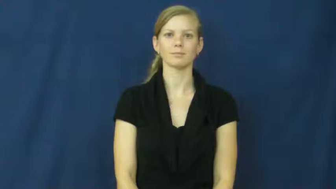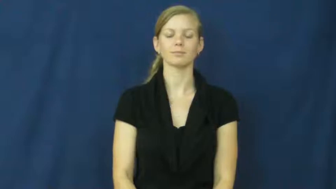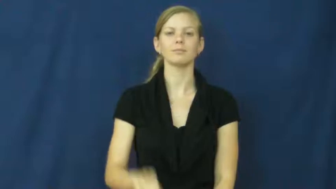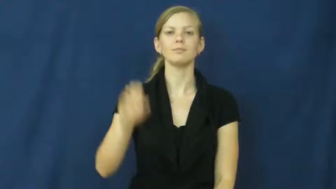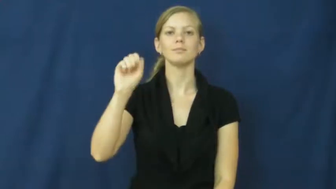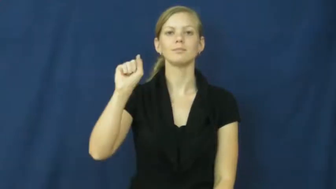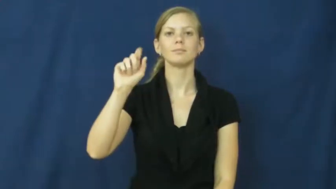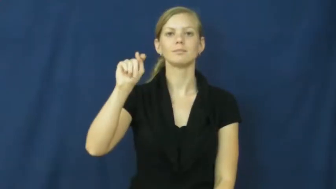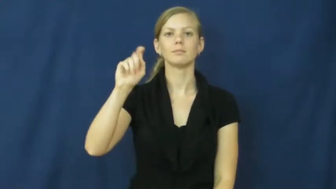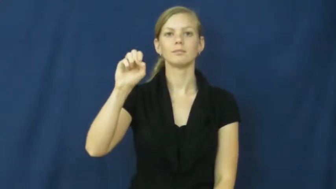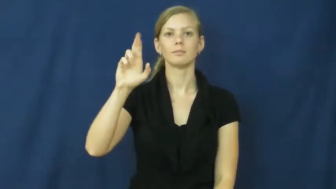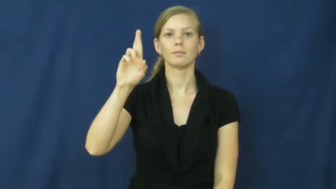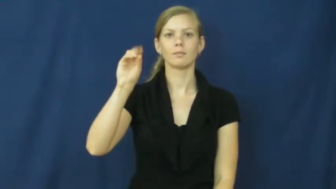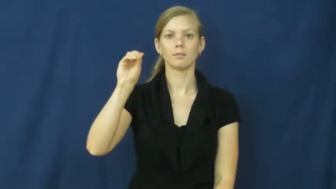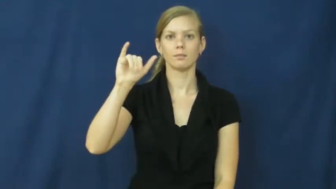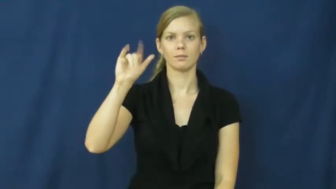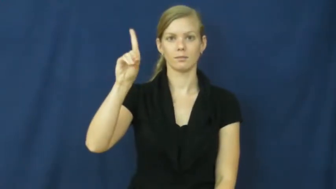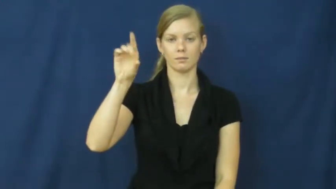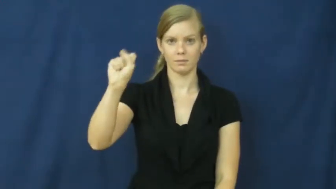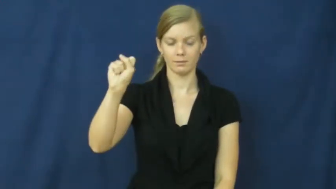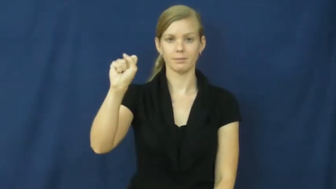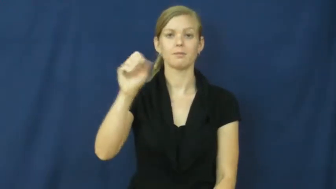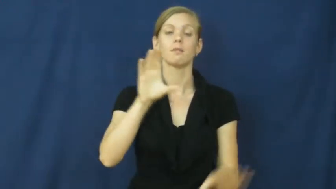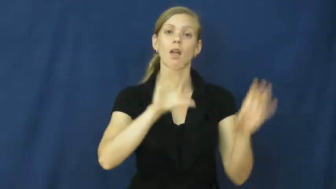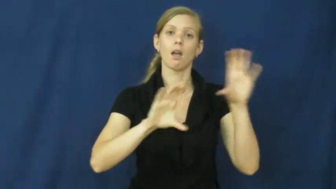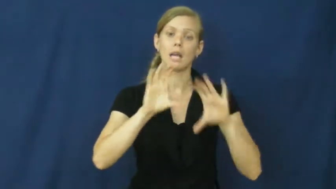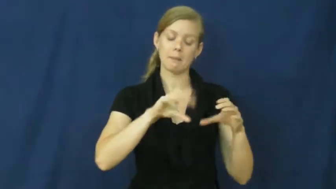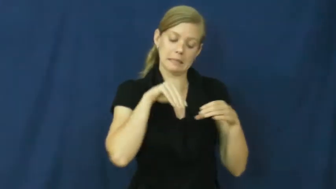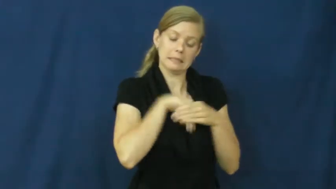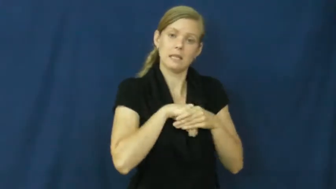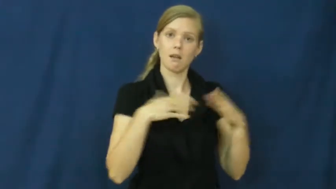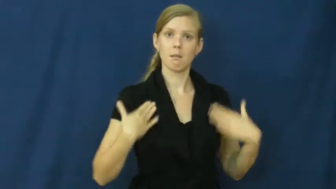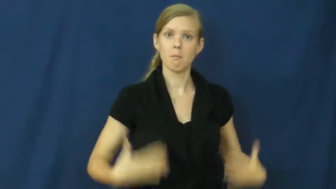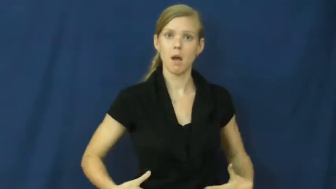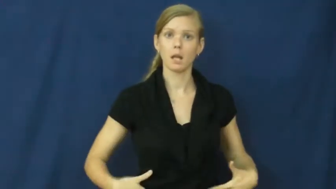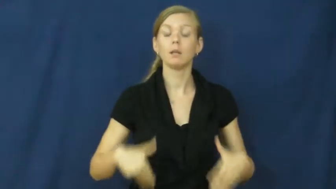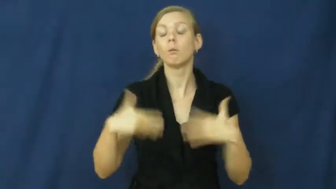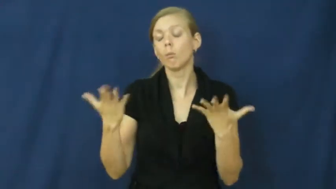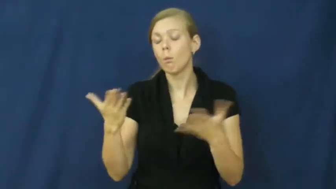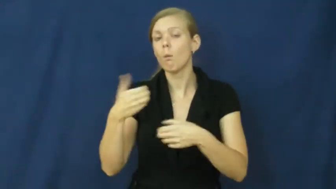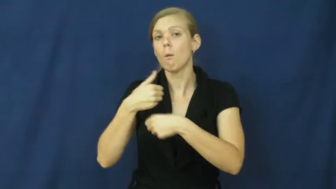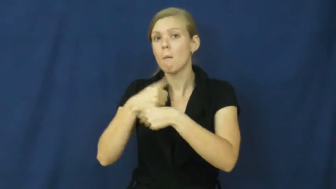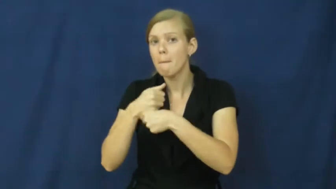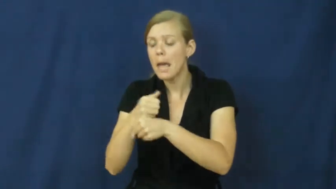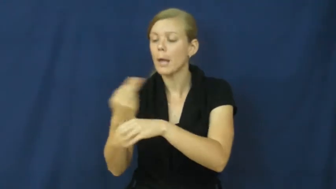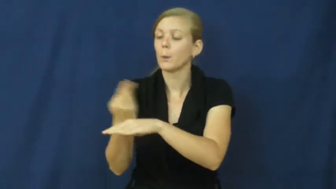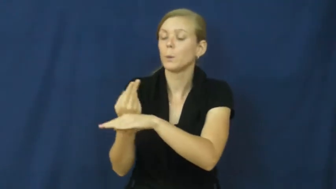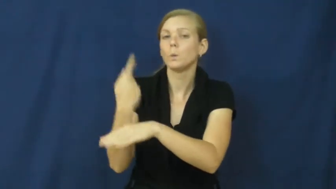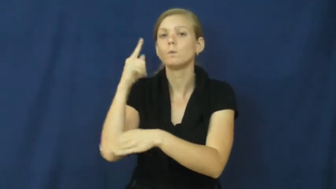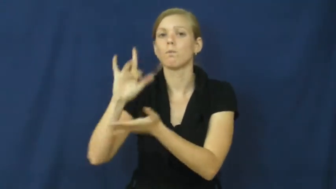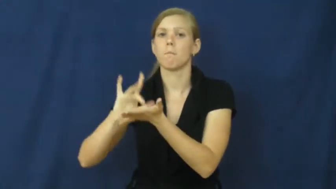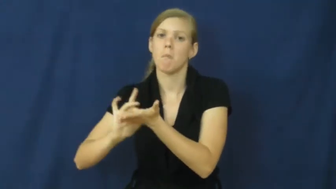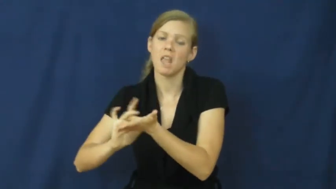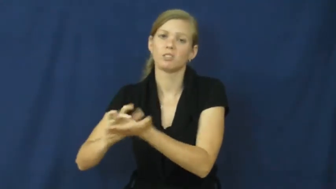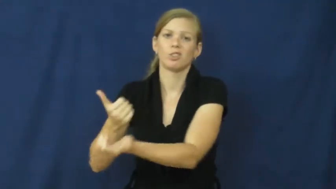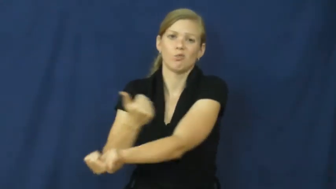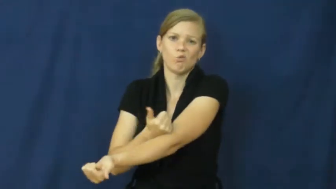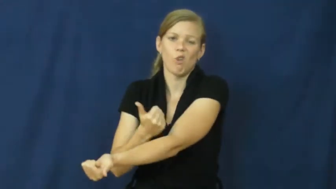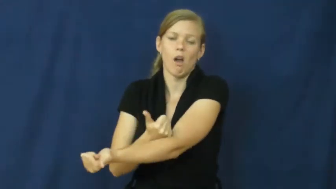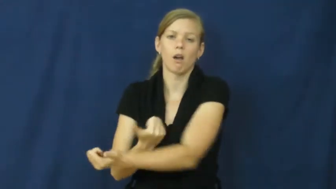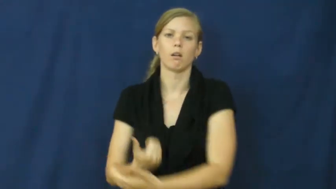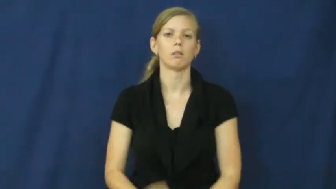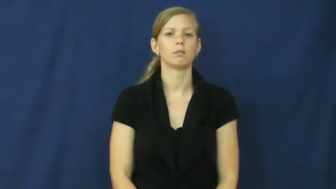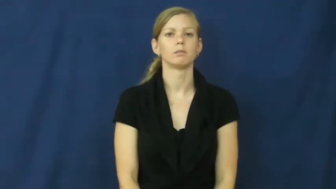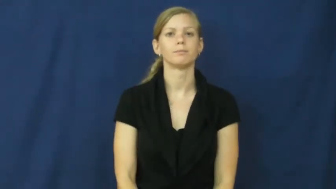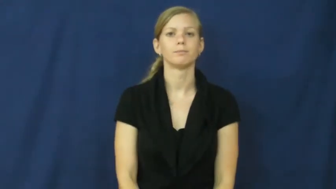steroids